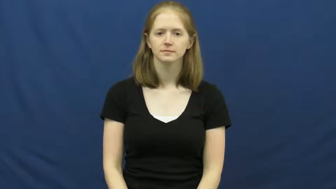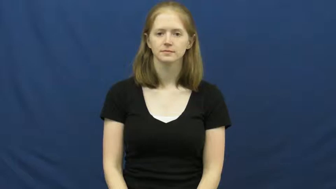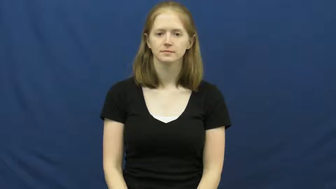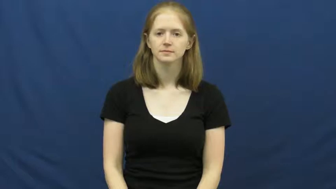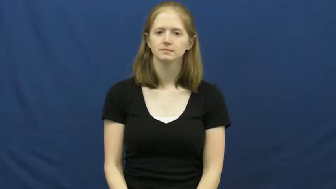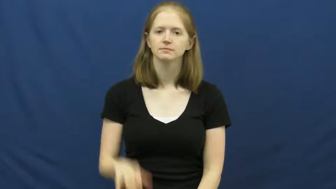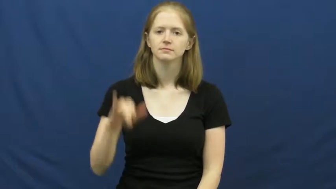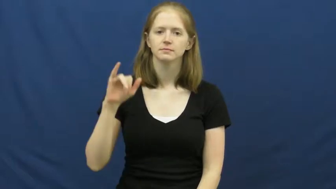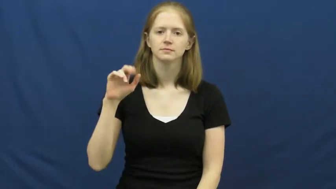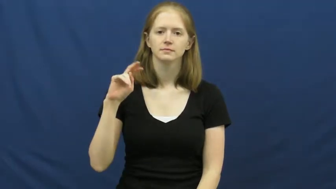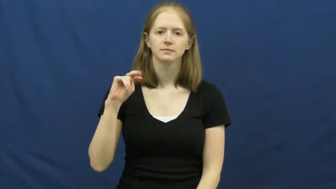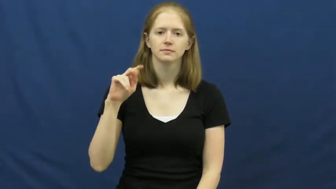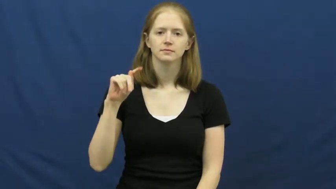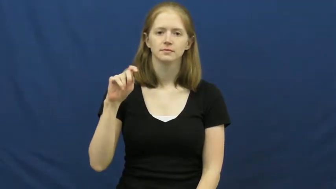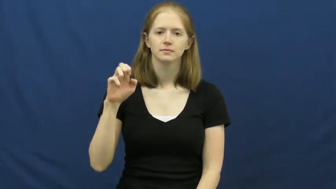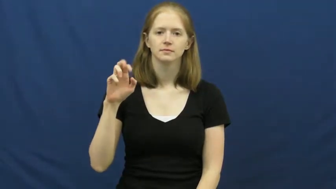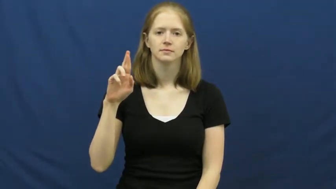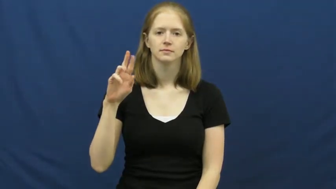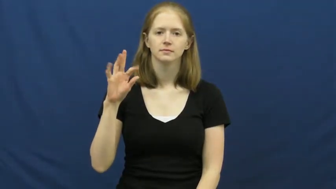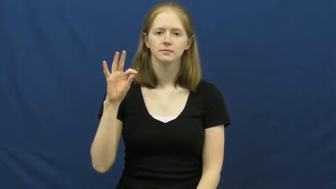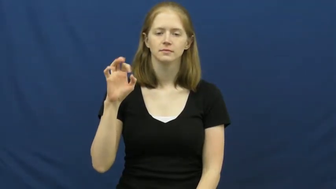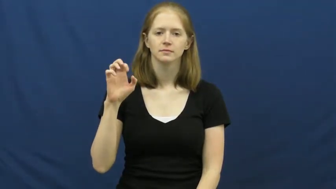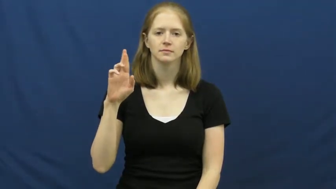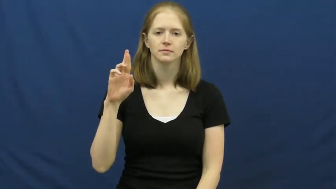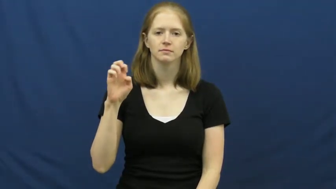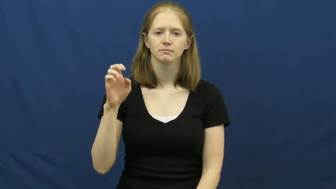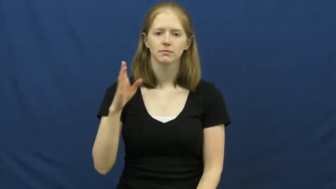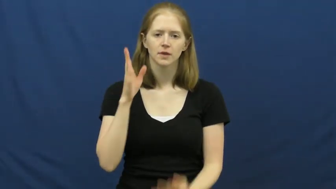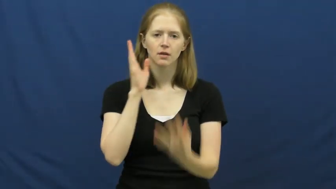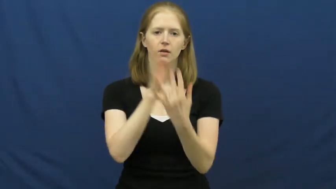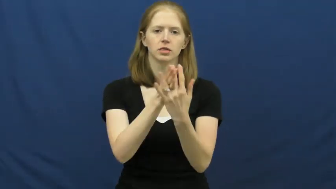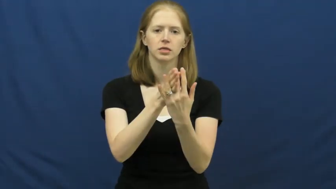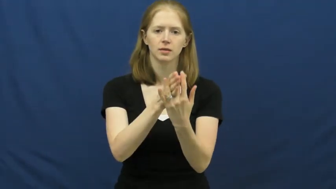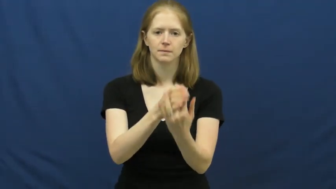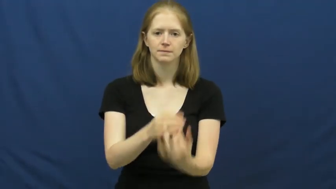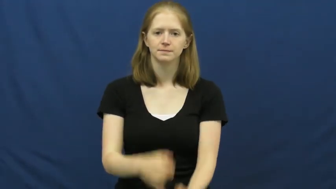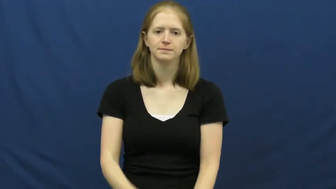interfere